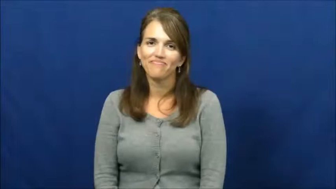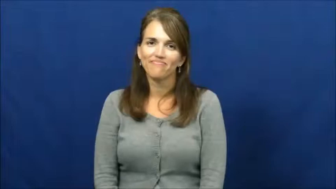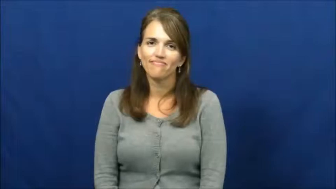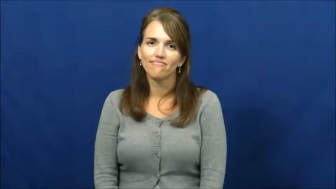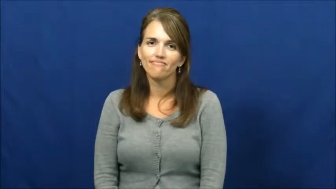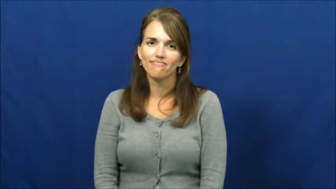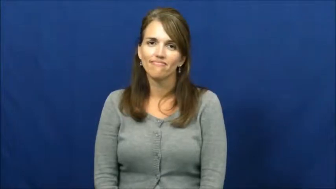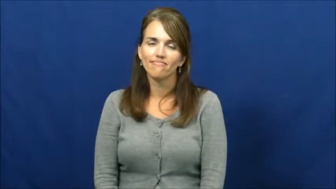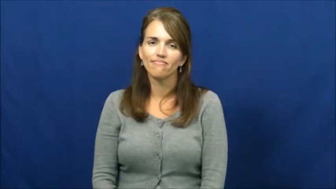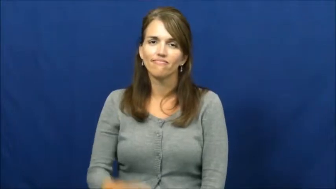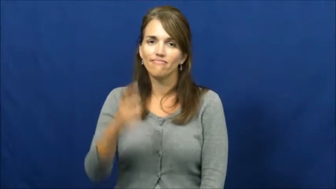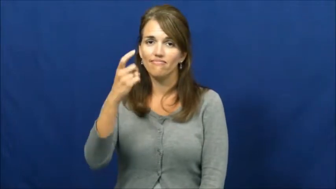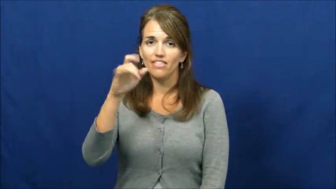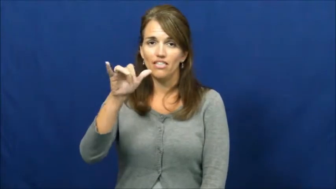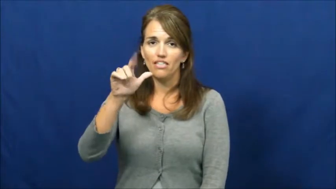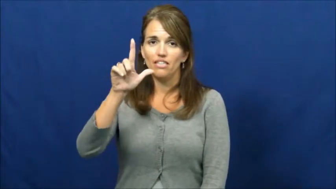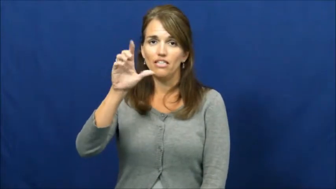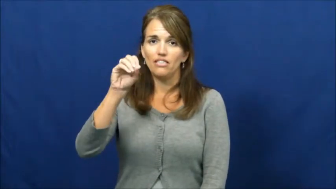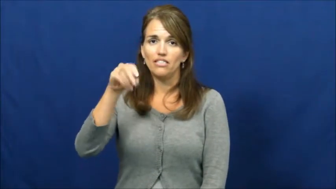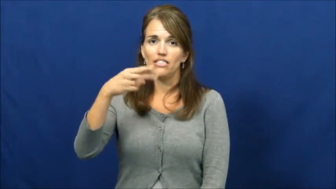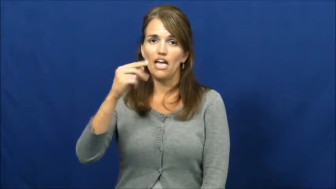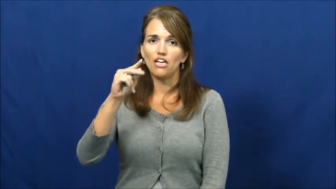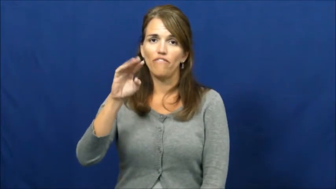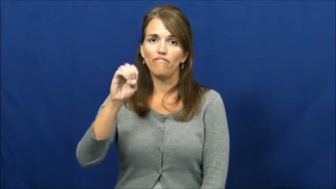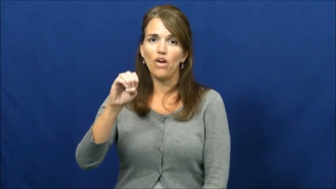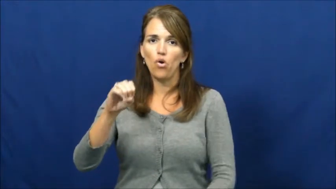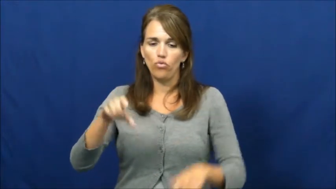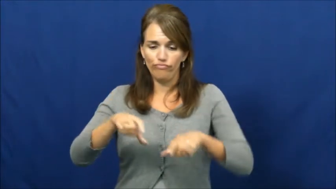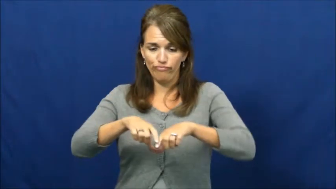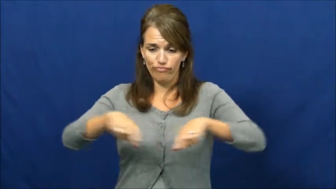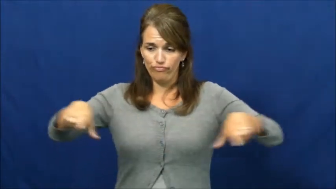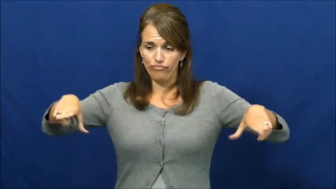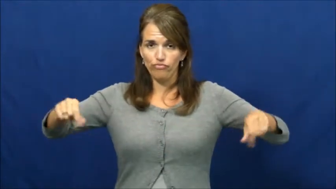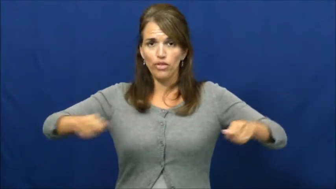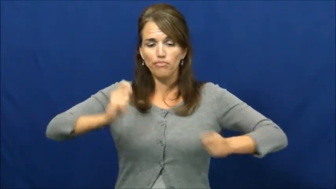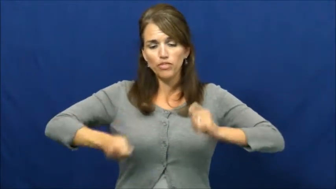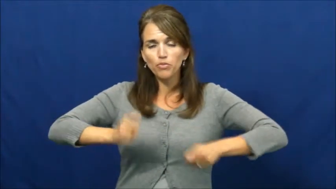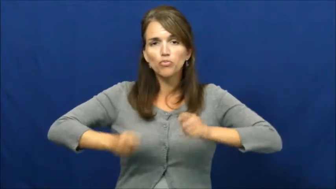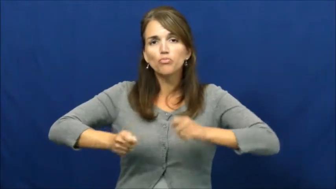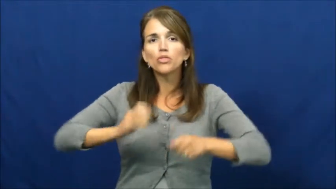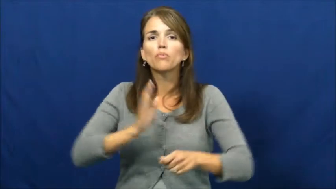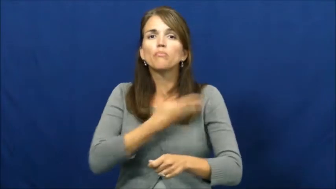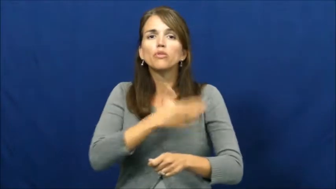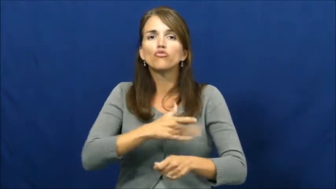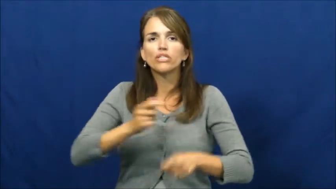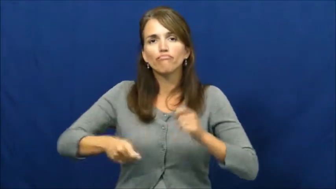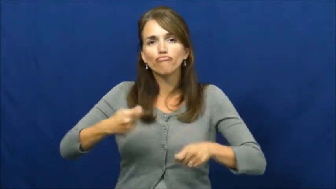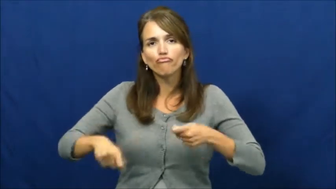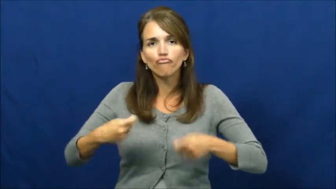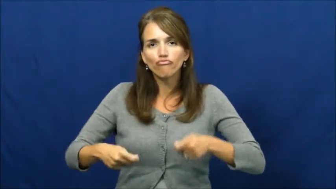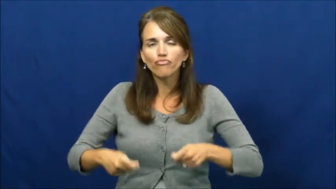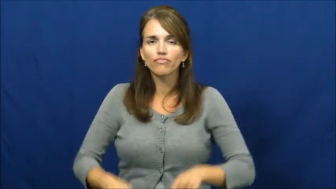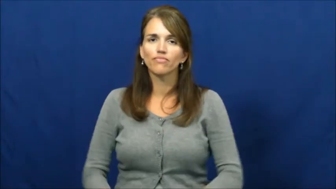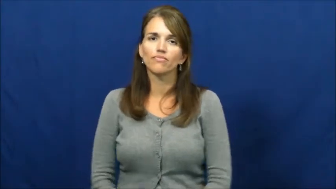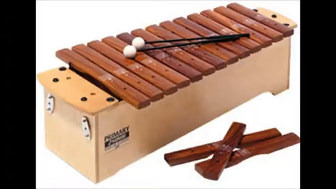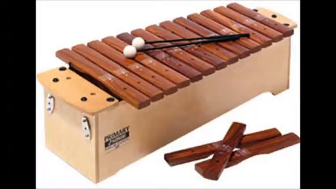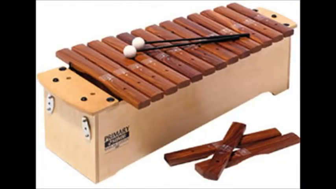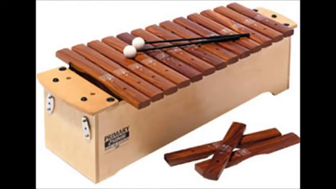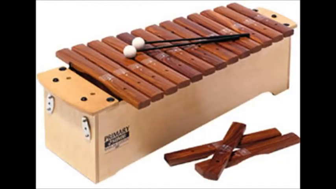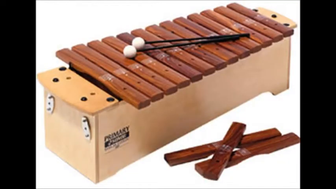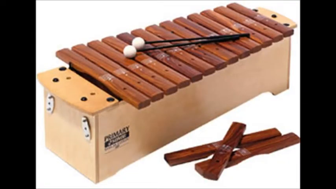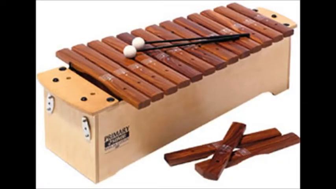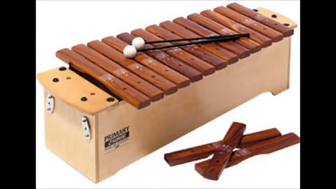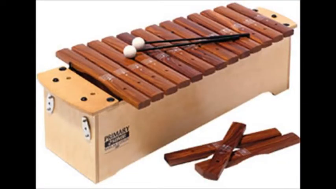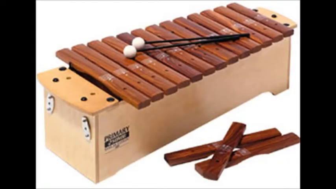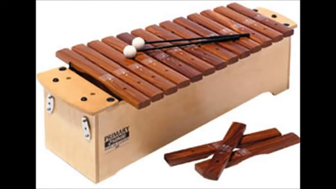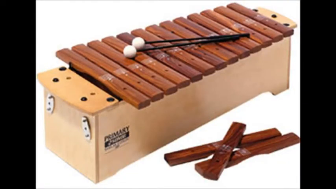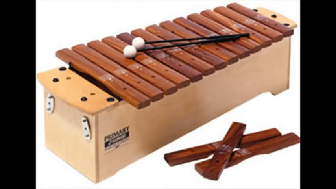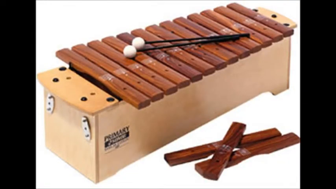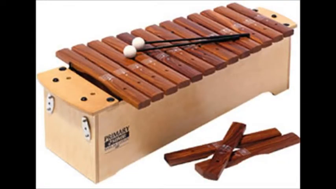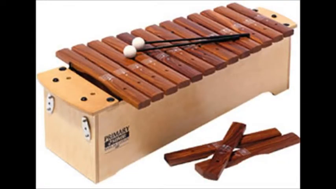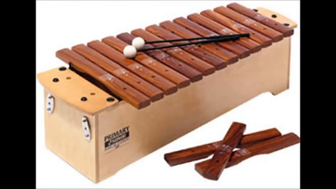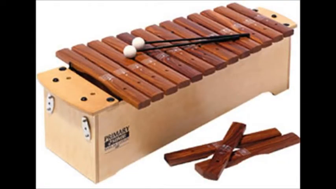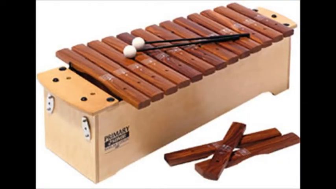Xylophone